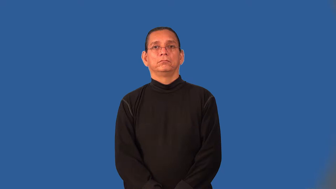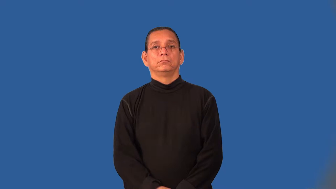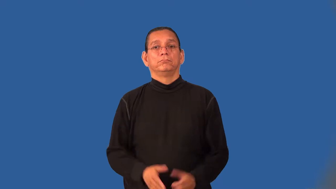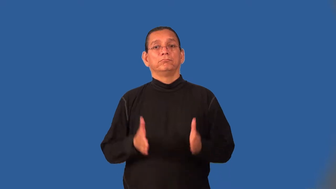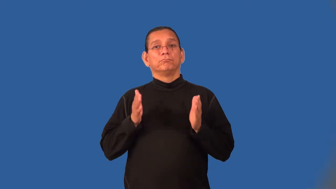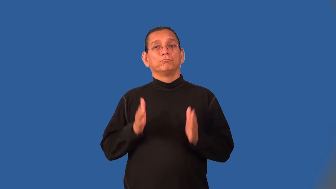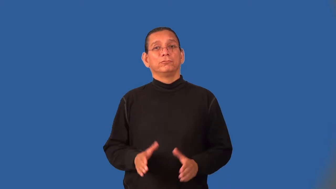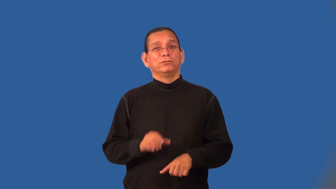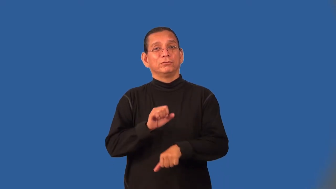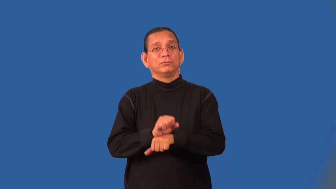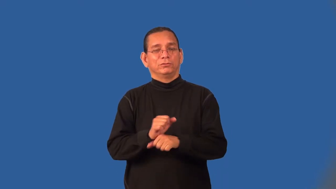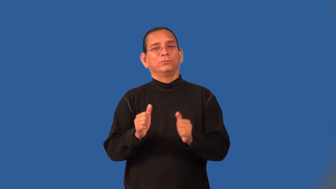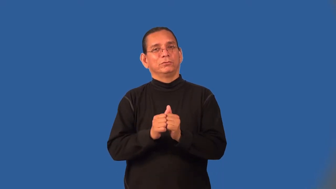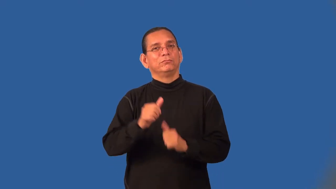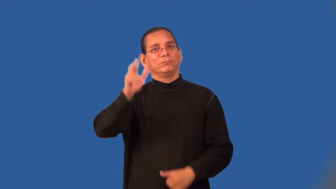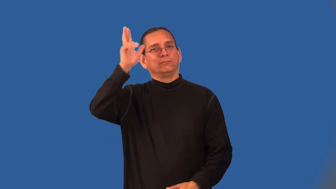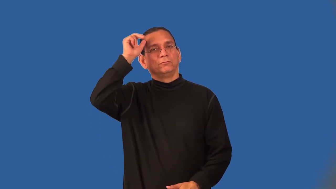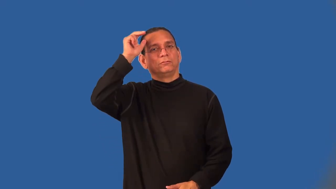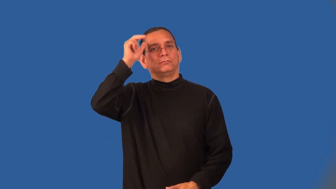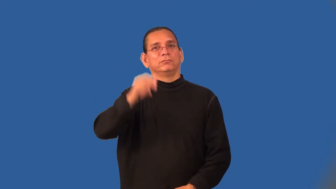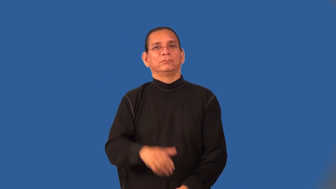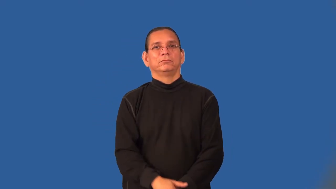stableman